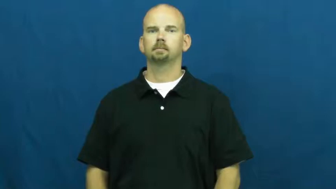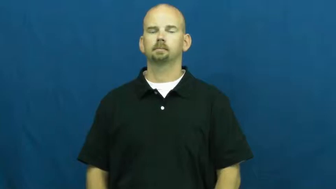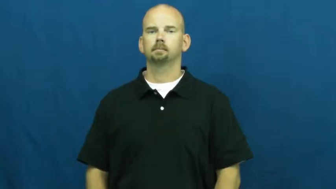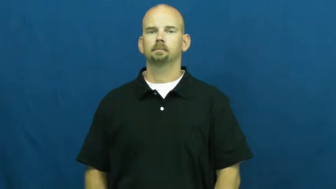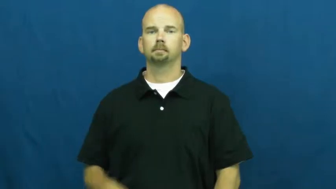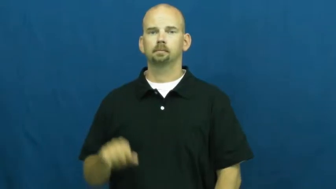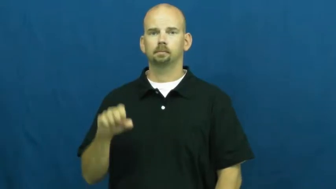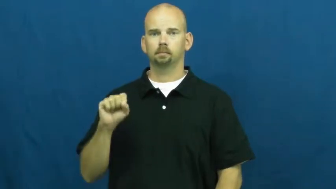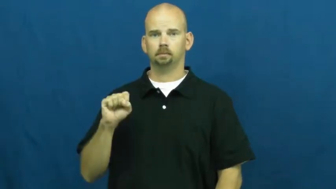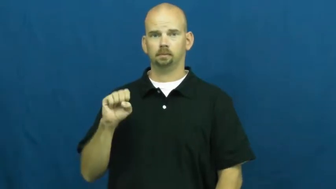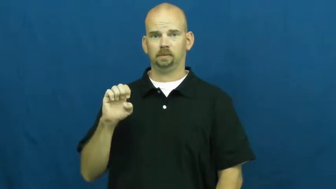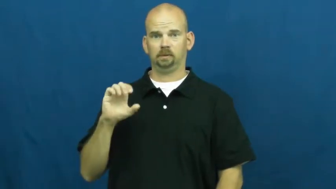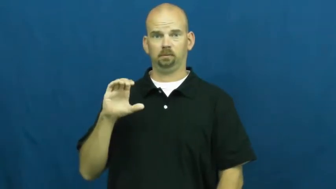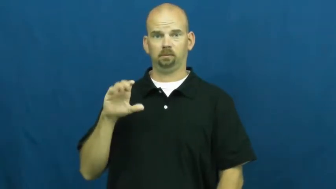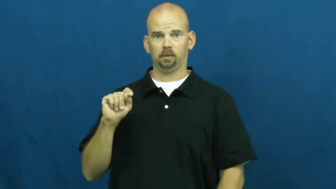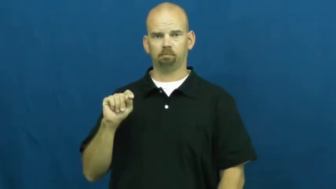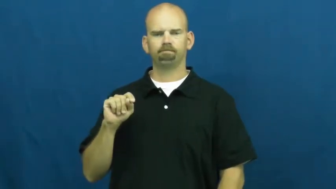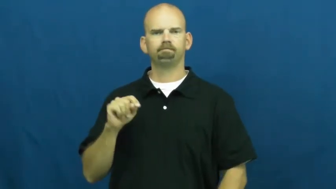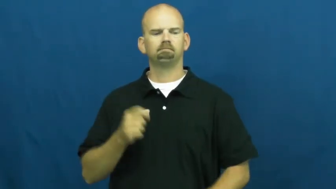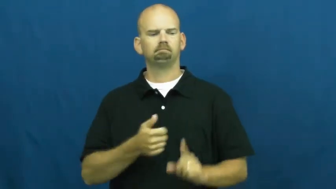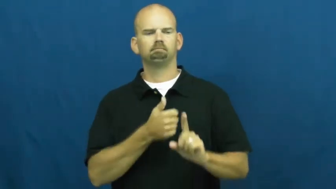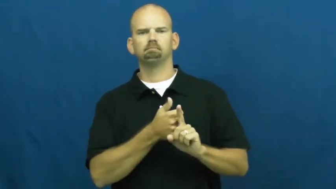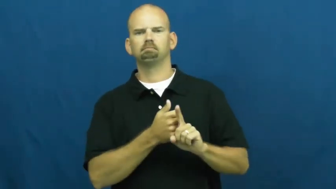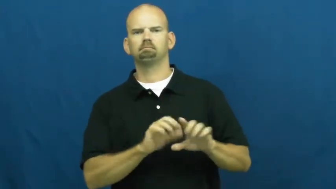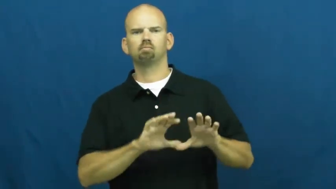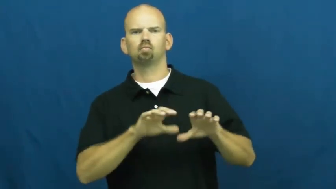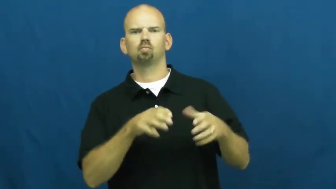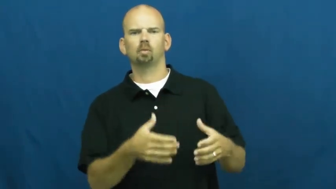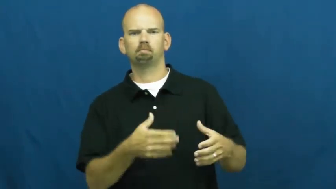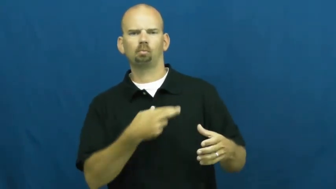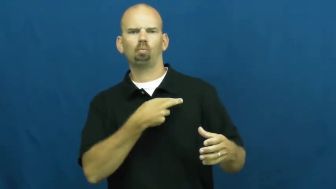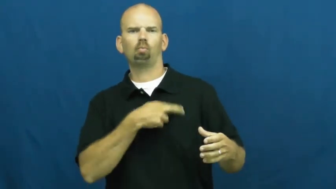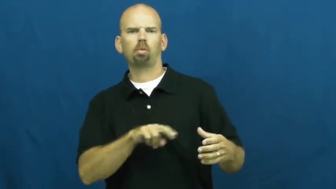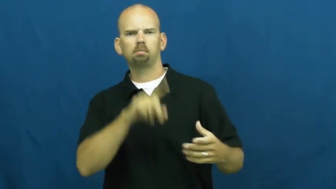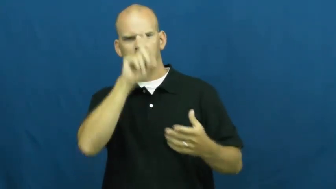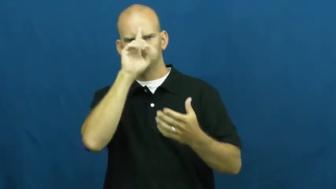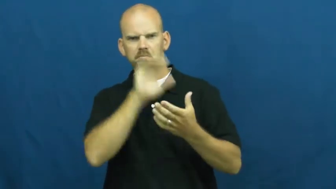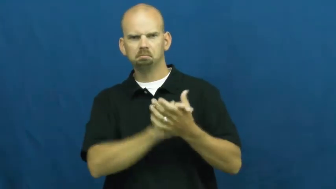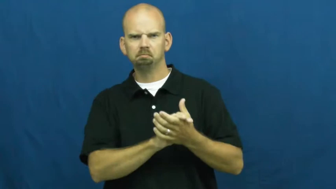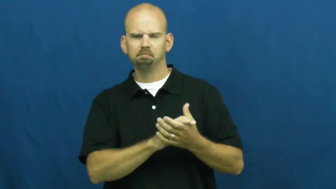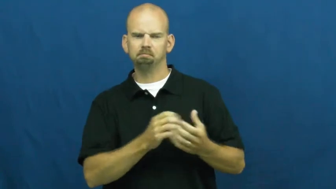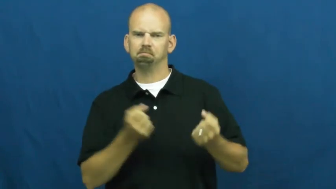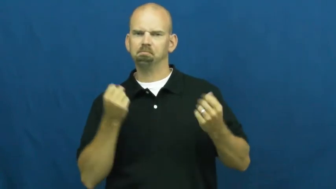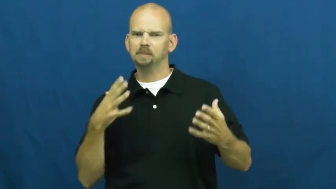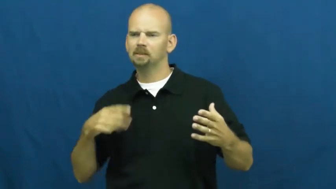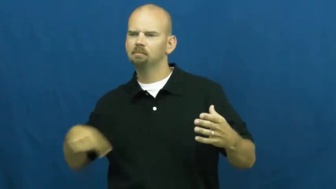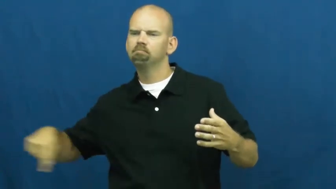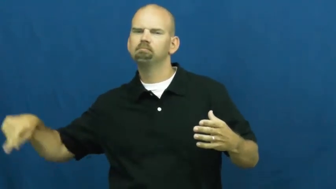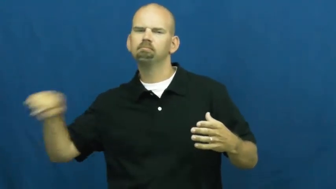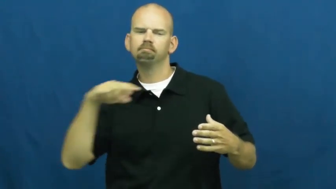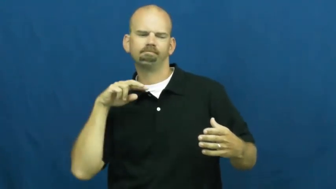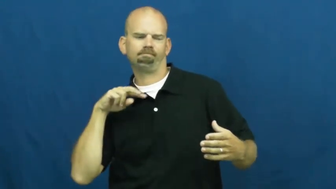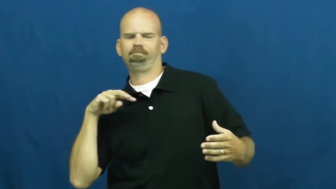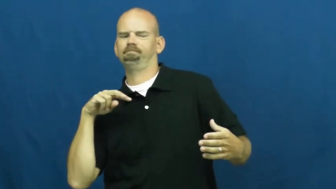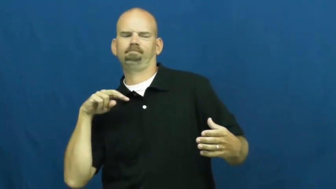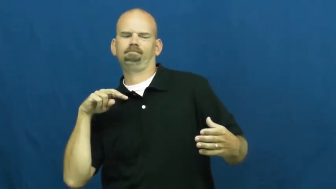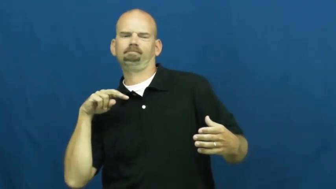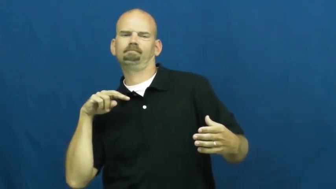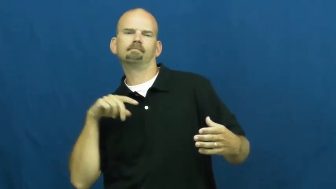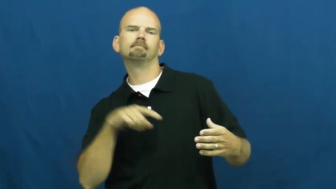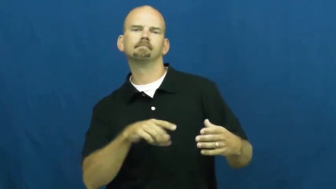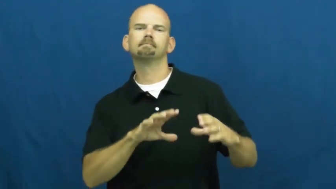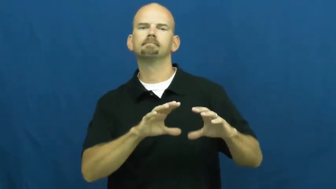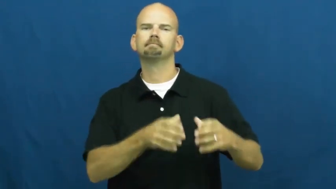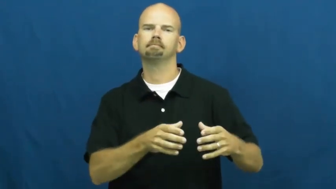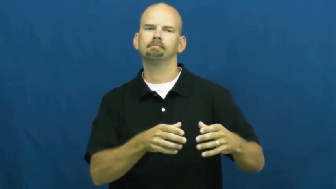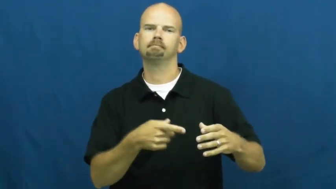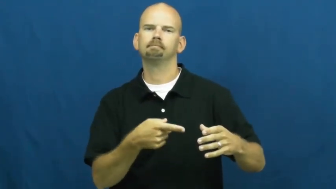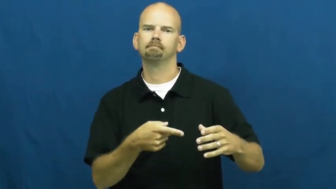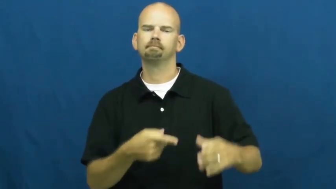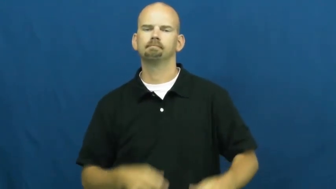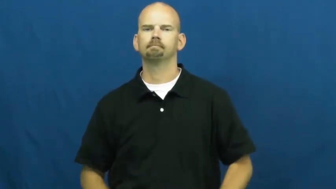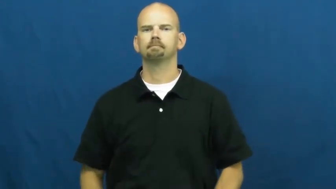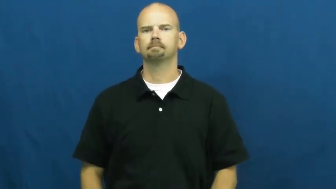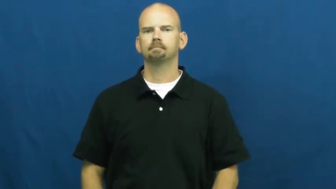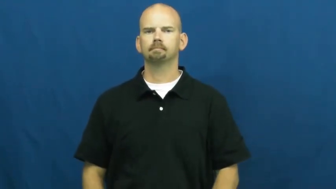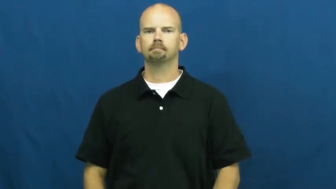sect